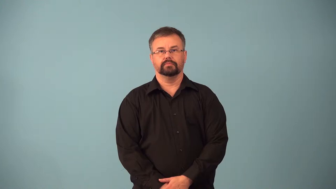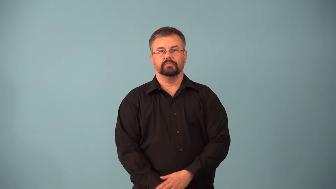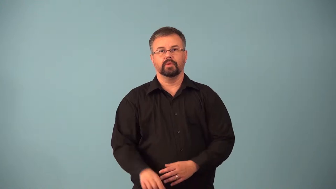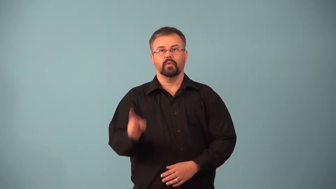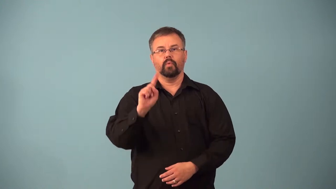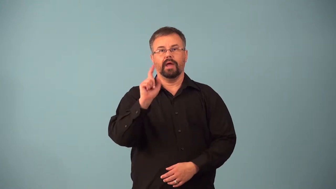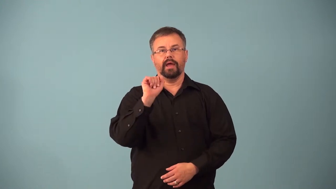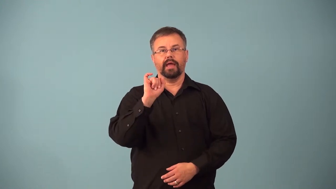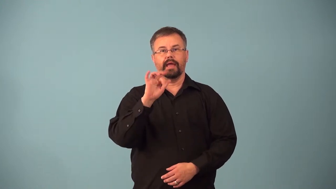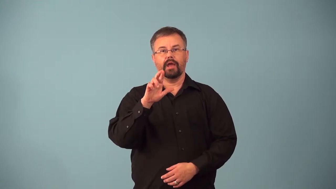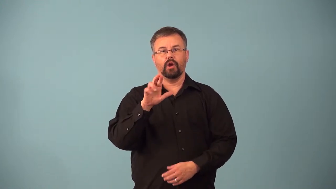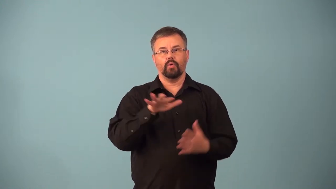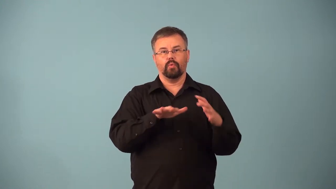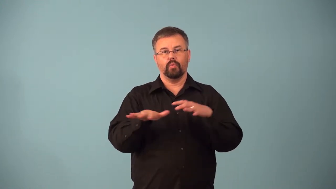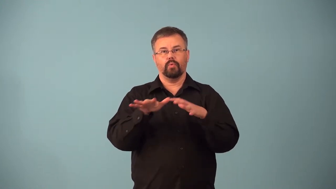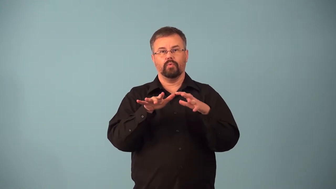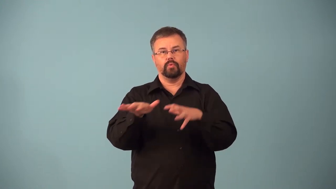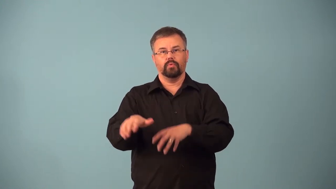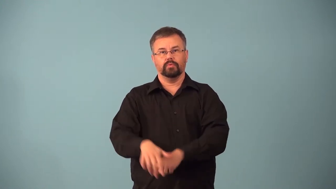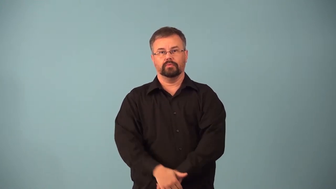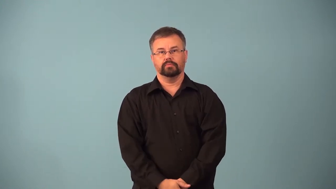airflow